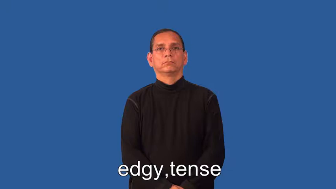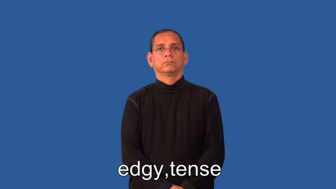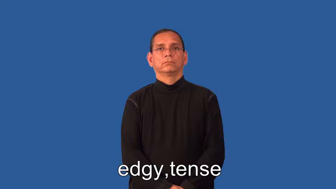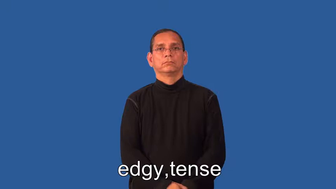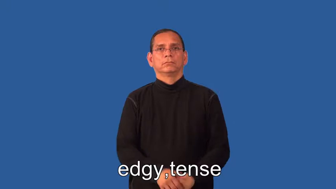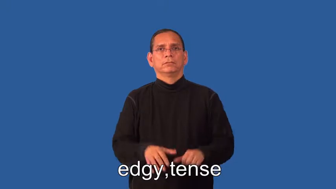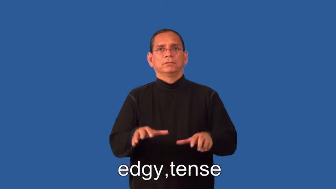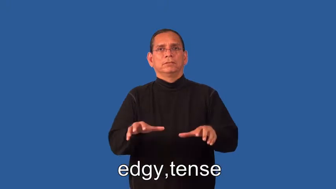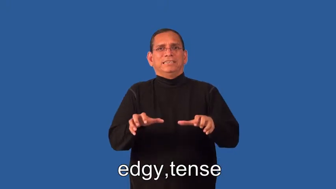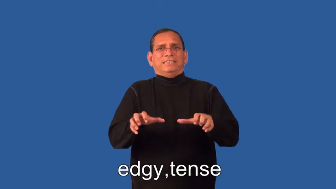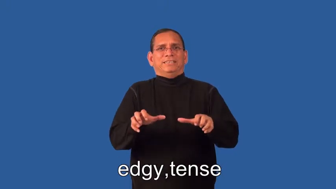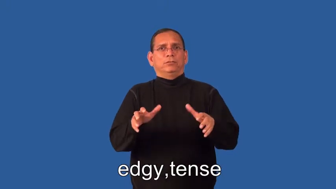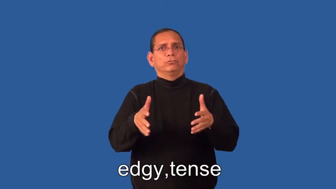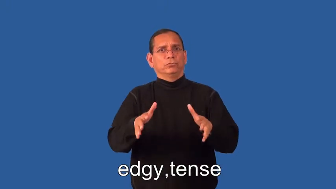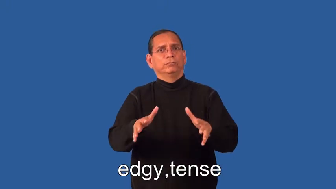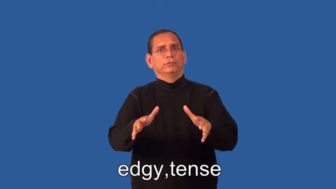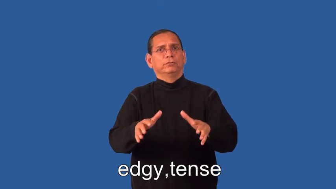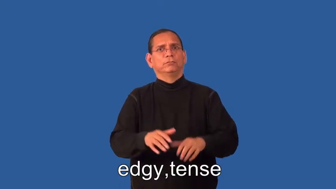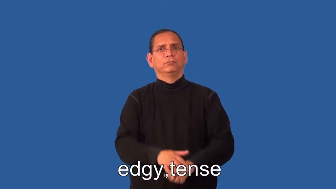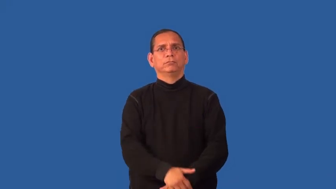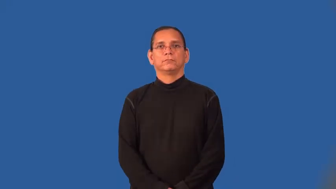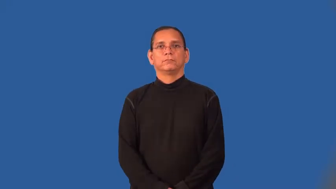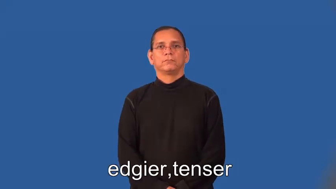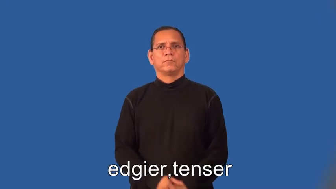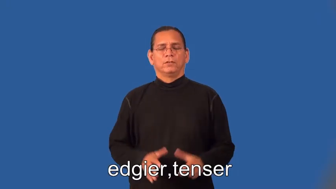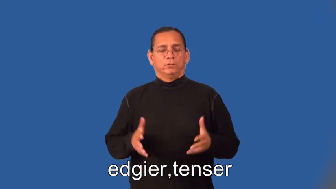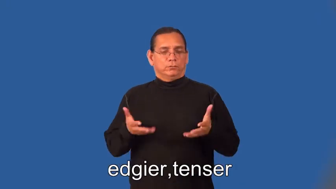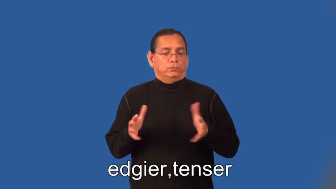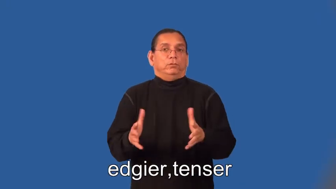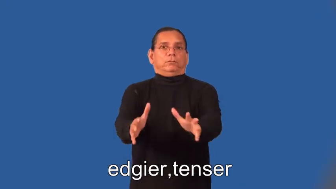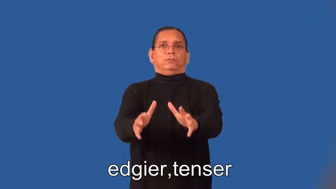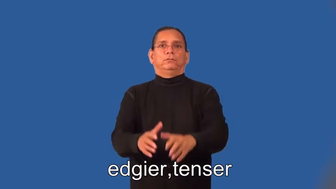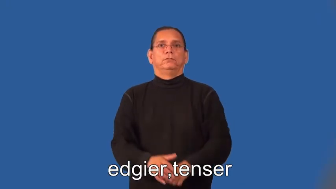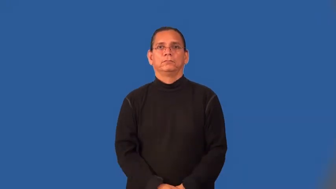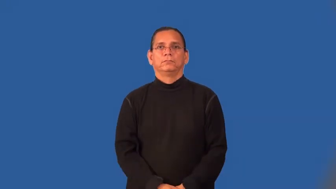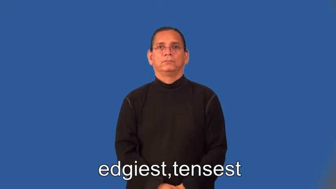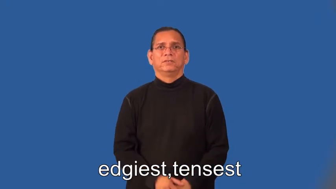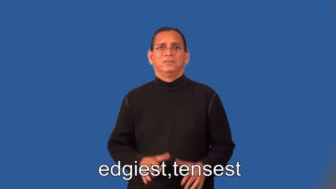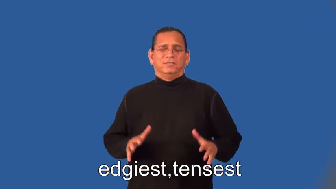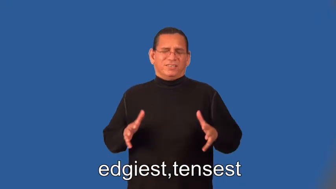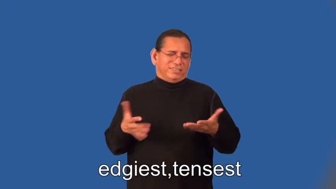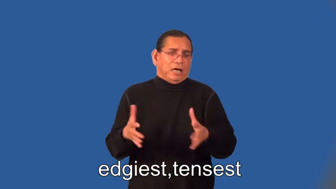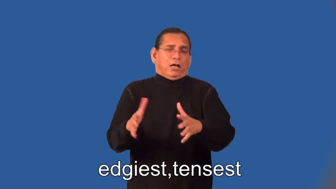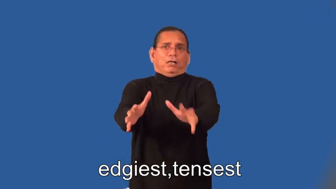edgier,tenser,edgiest,tensest